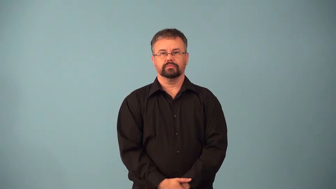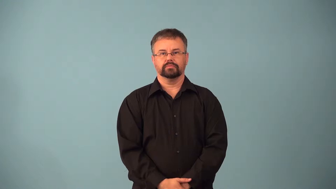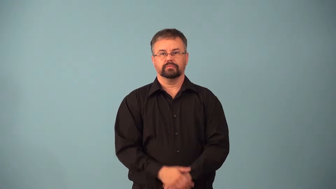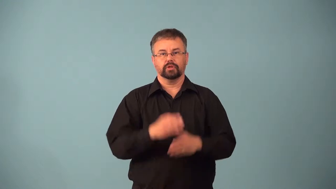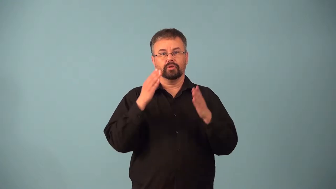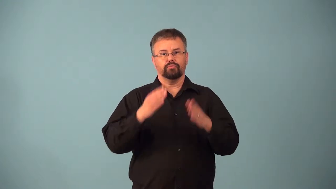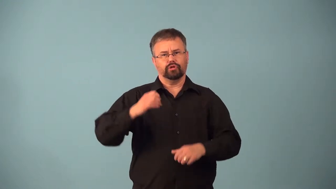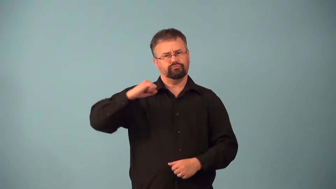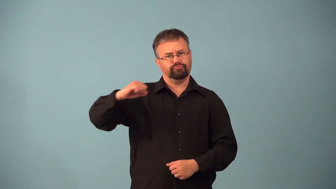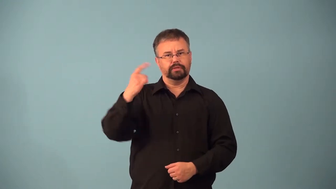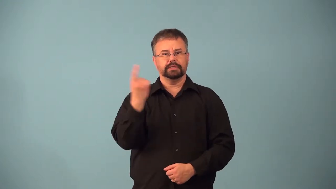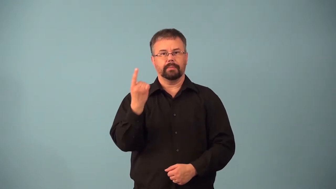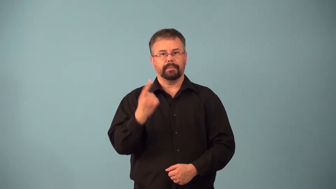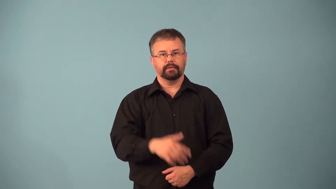abstainer